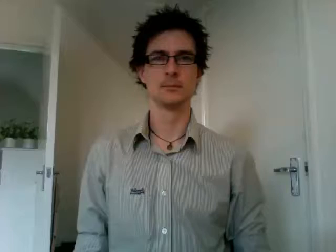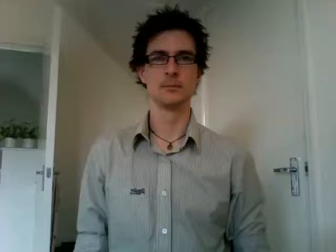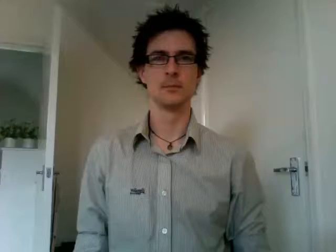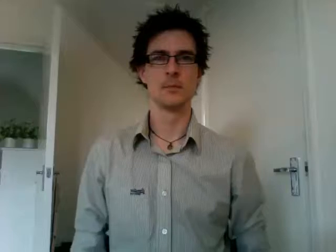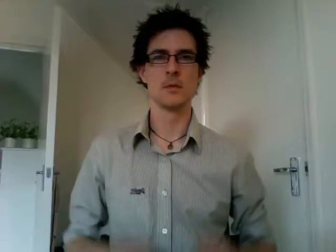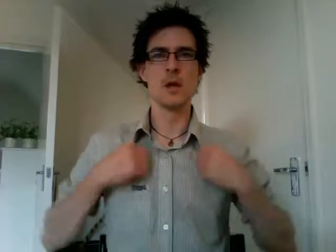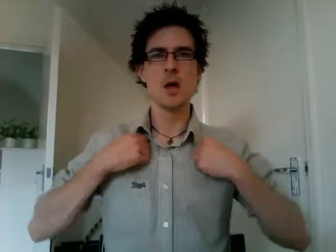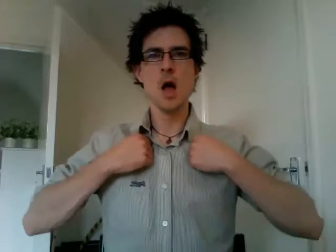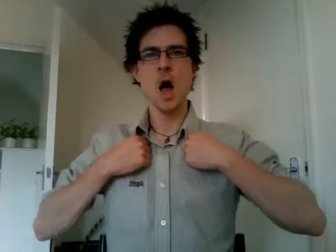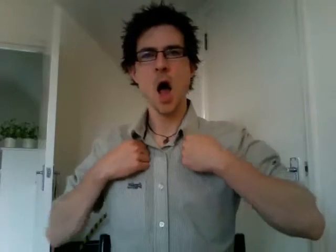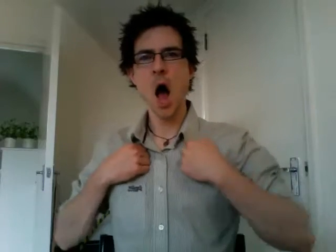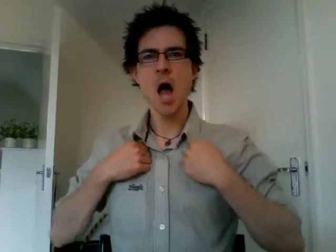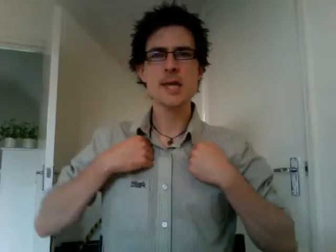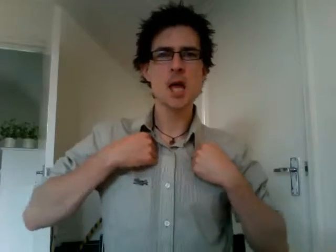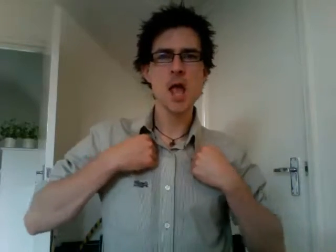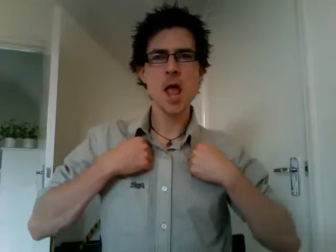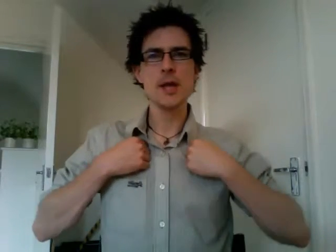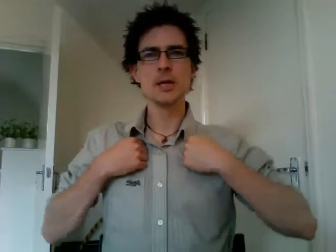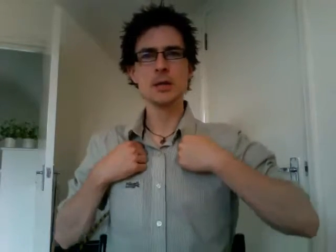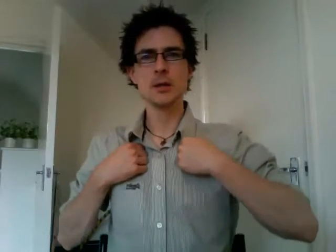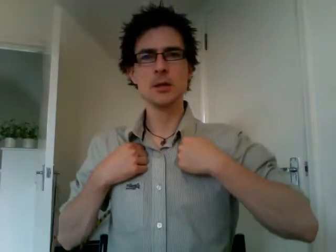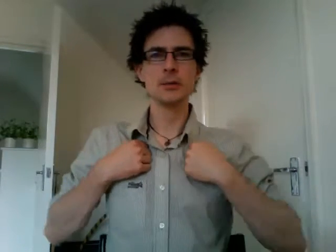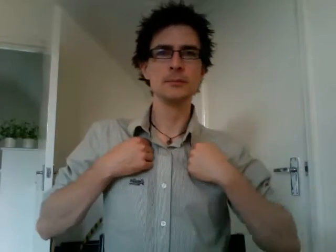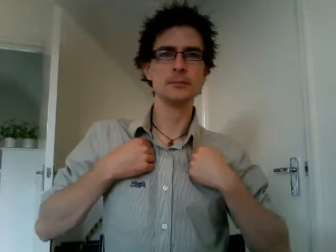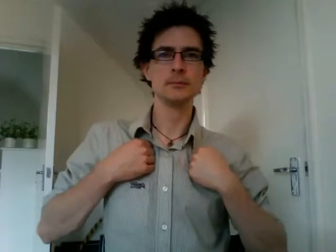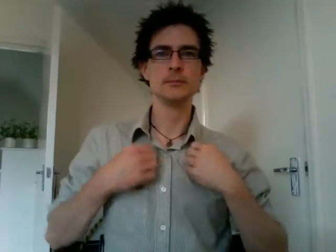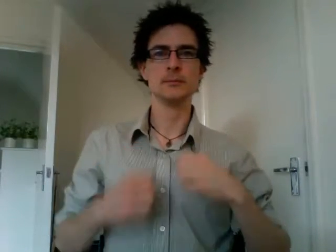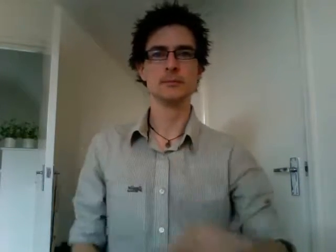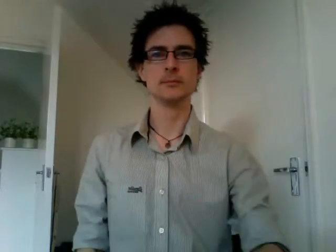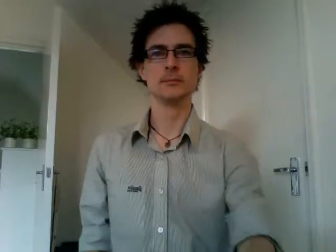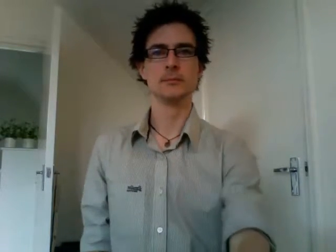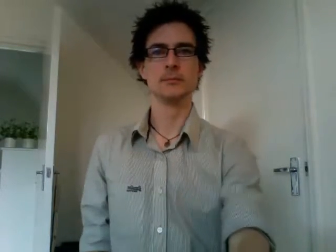hiking